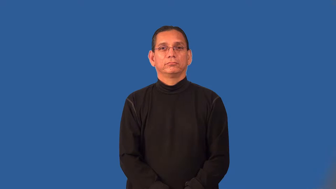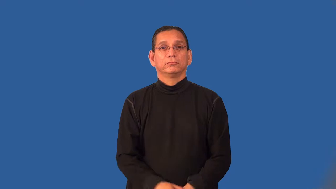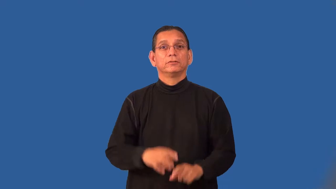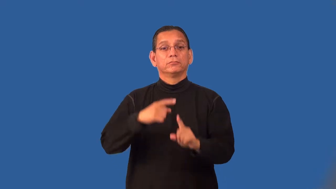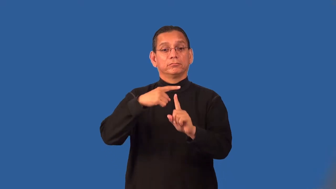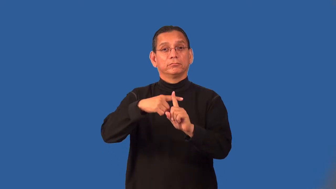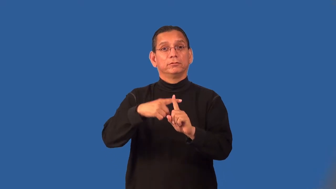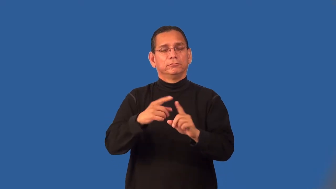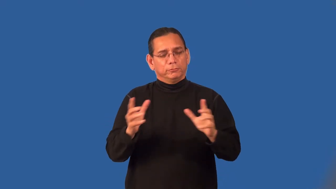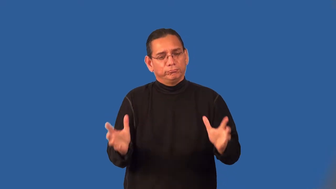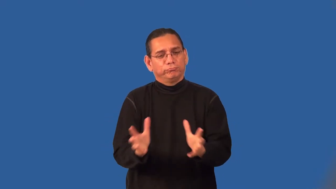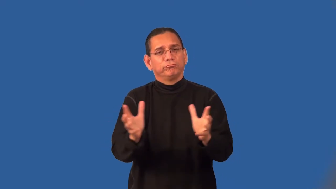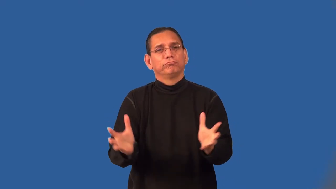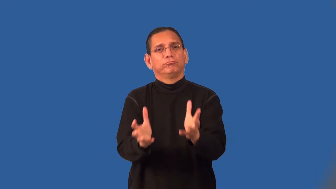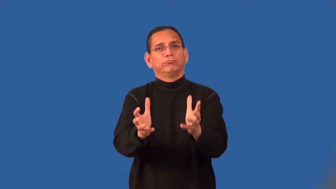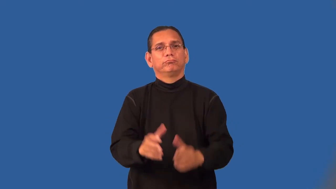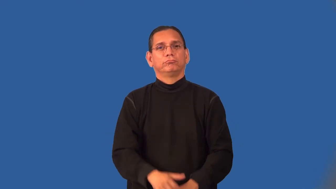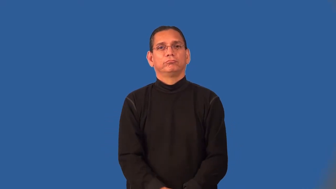positive-attitude